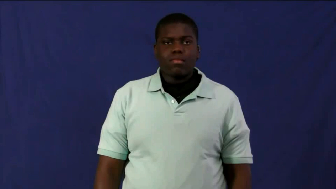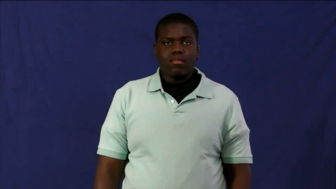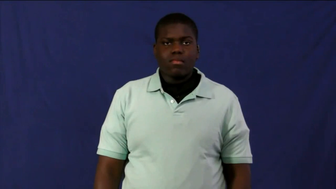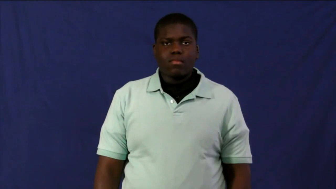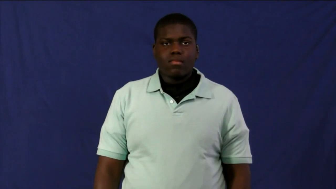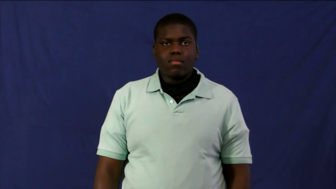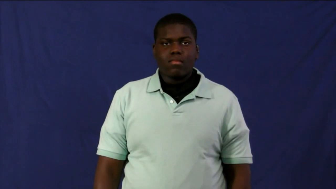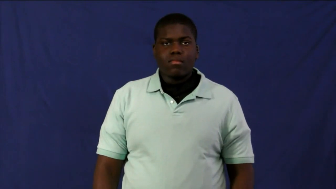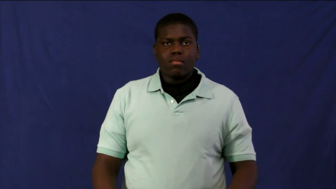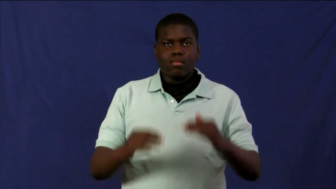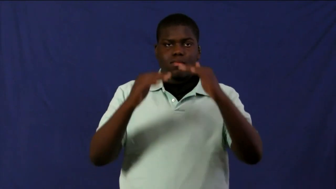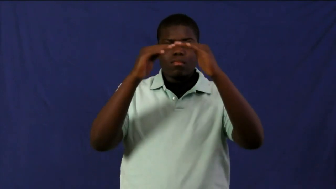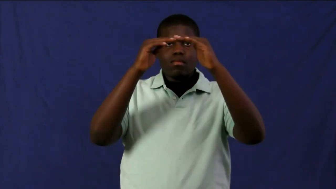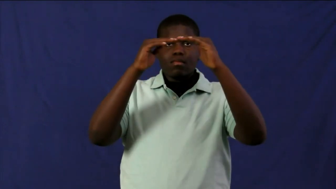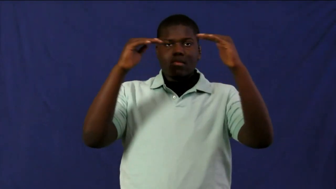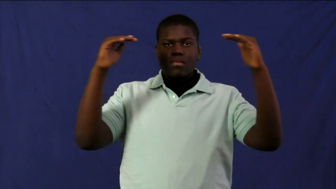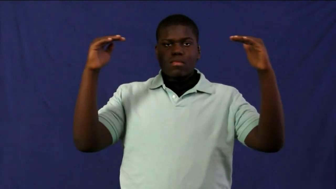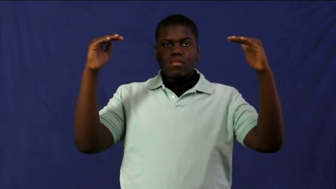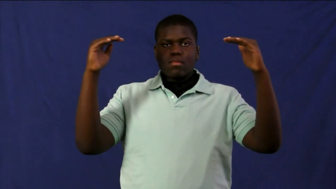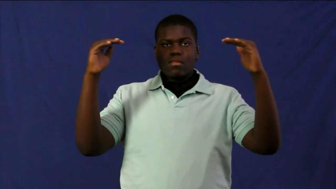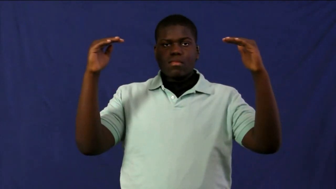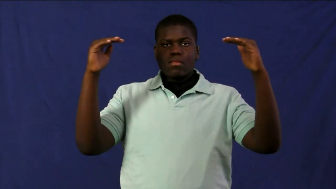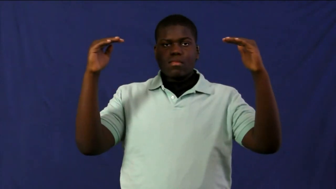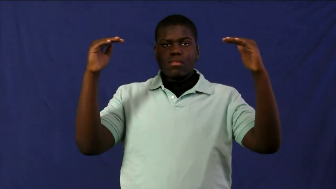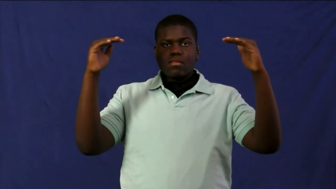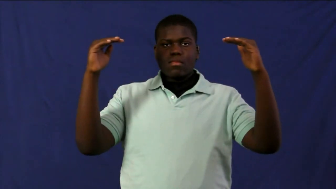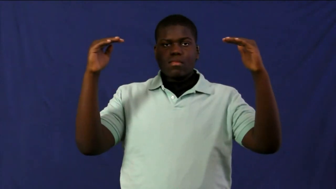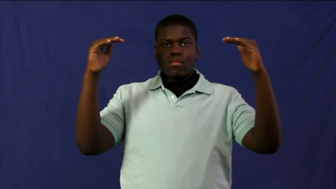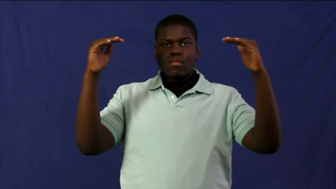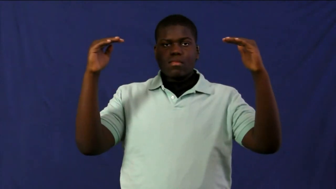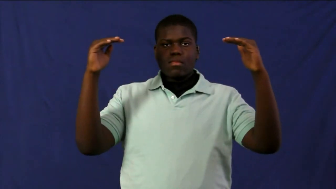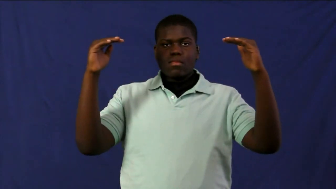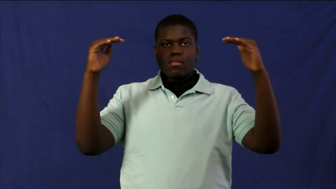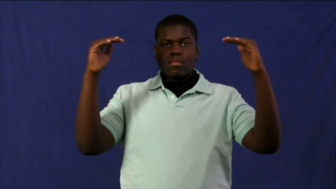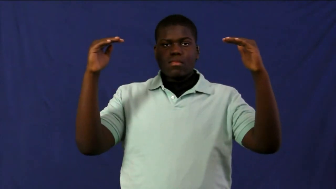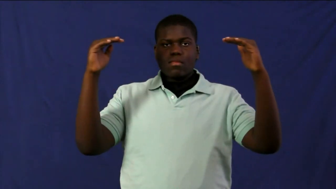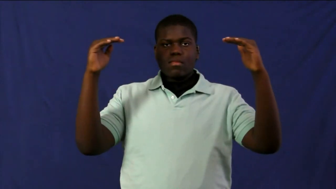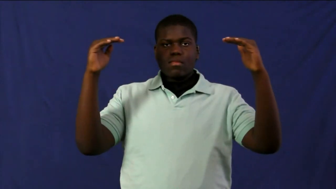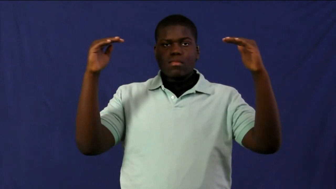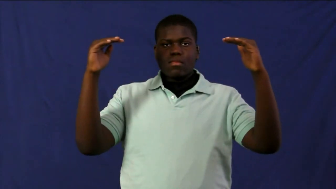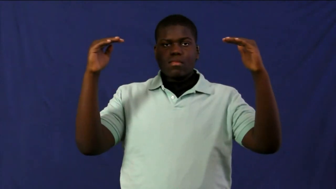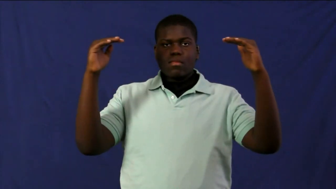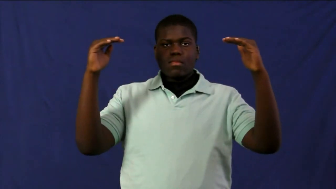canopy-trees